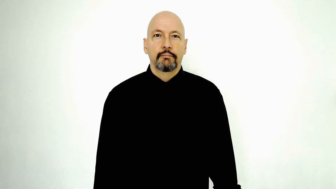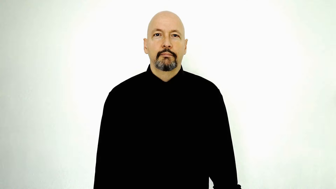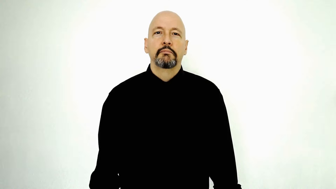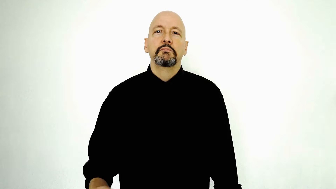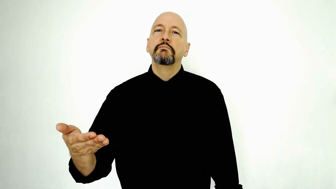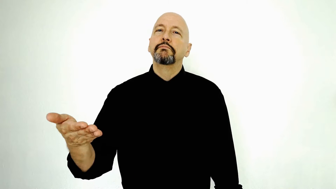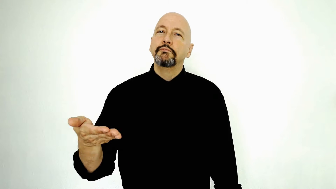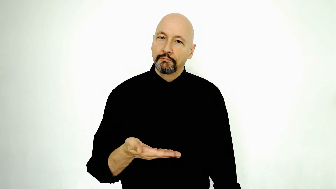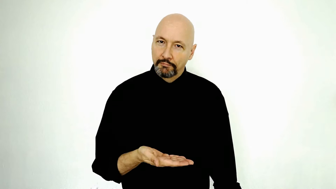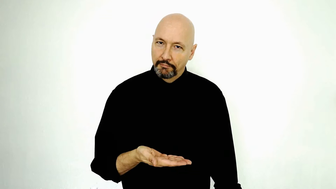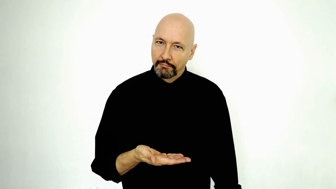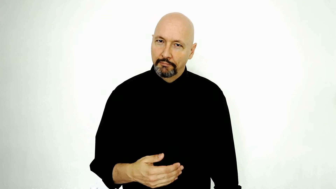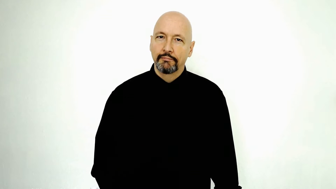welcome